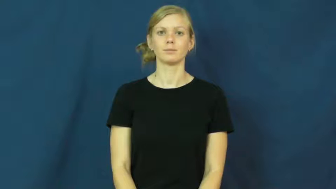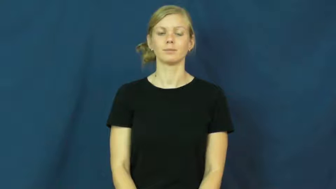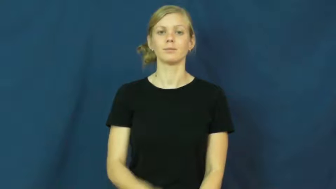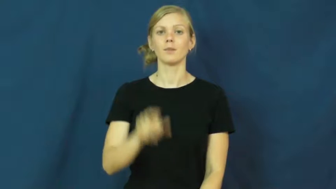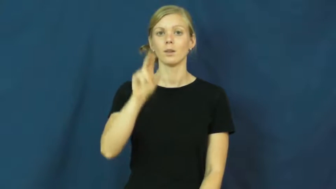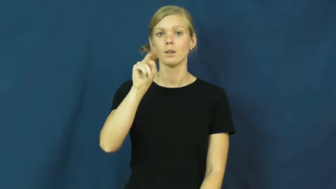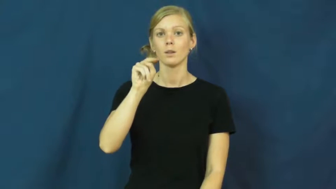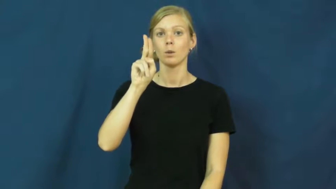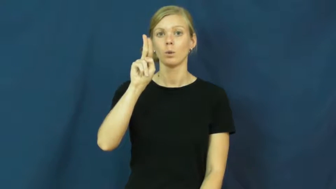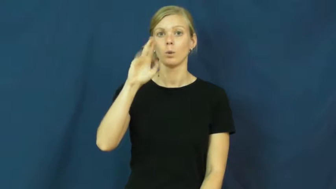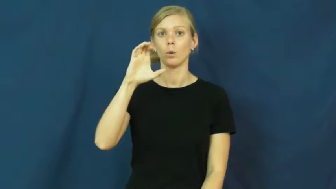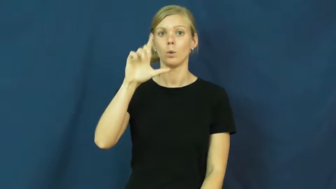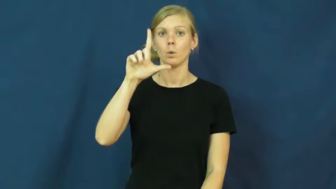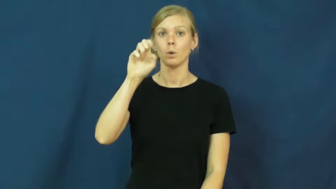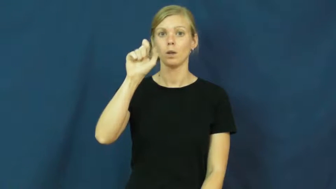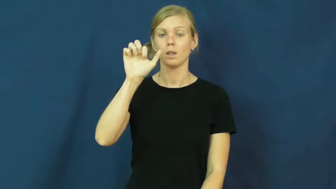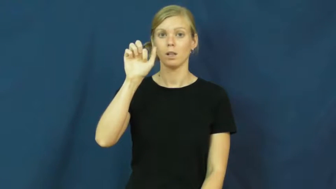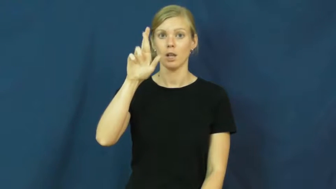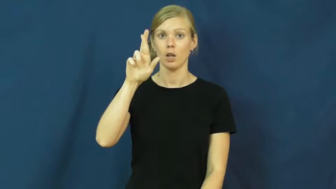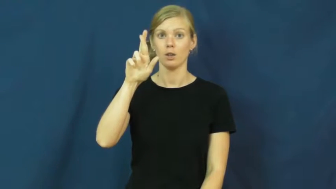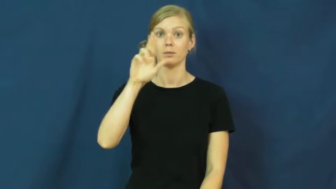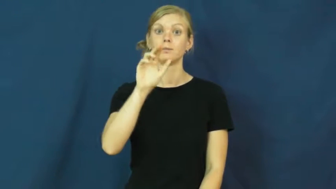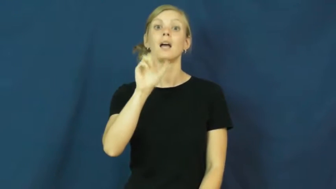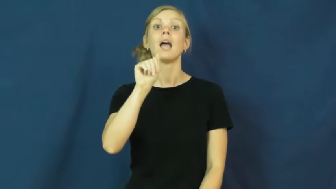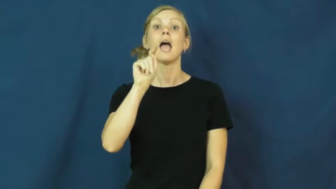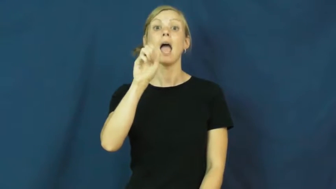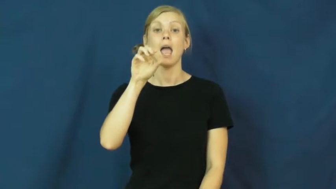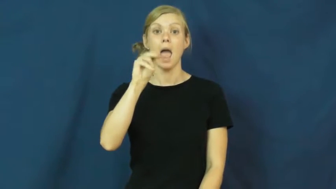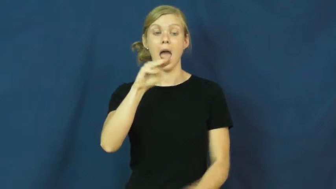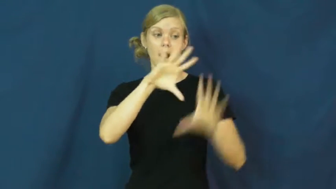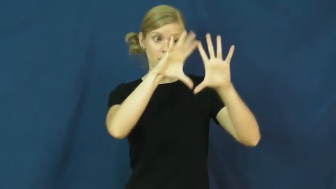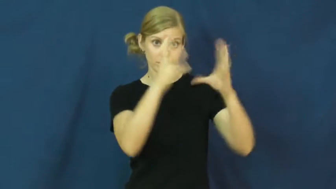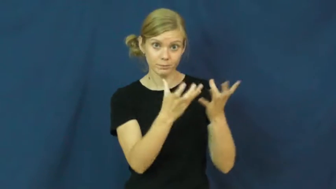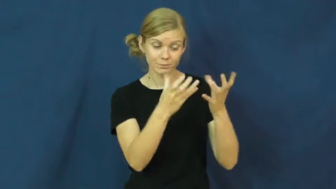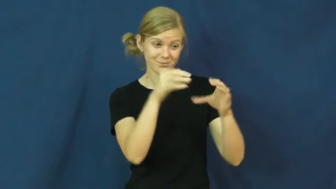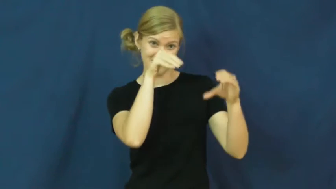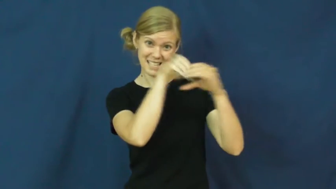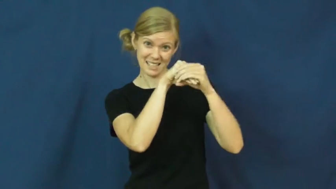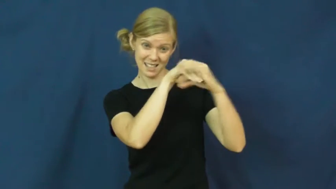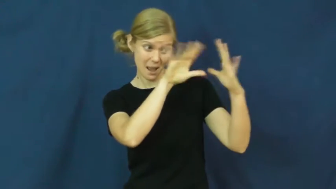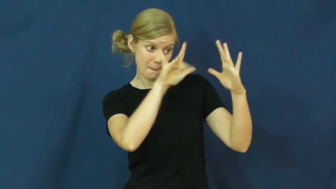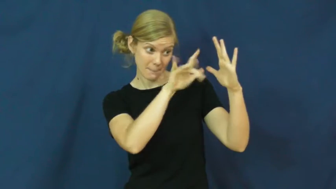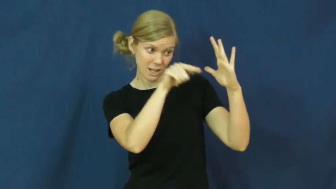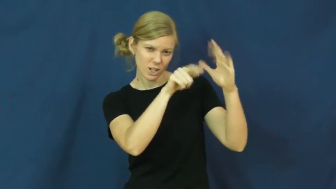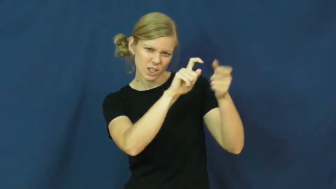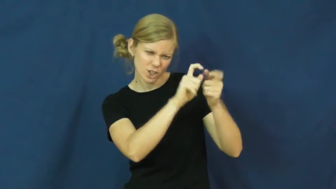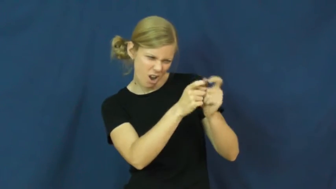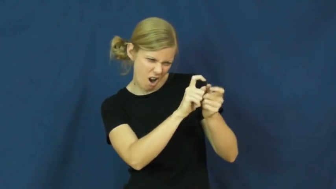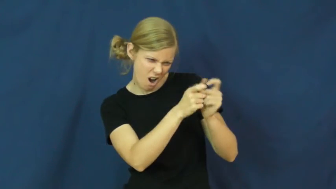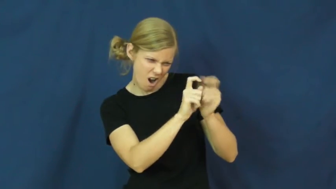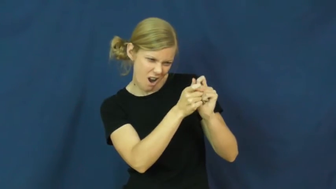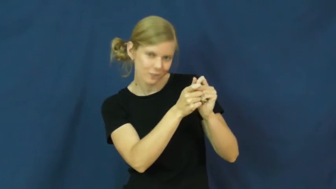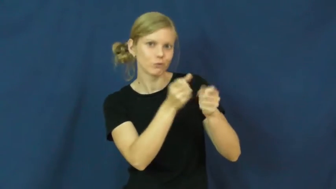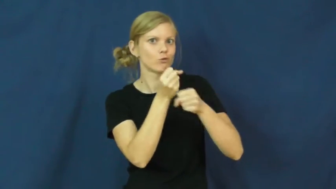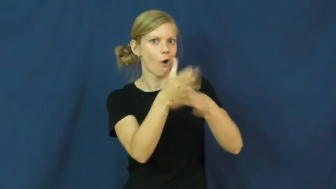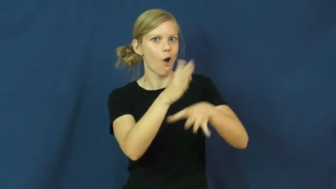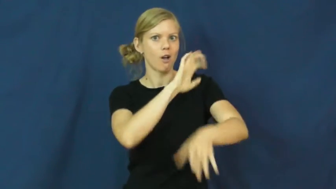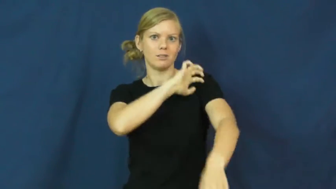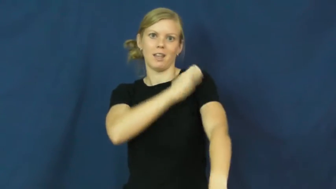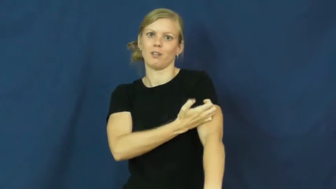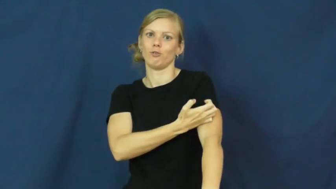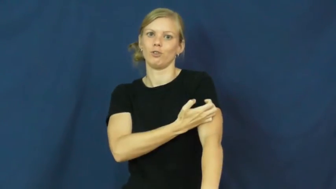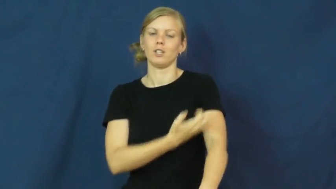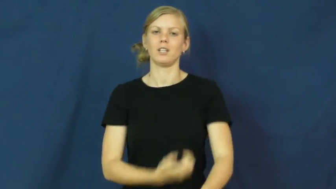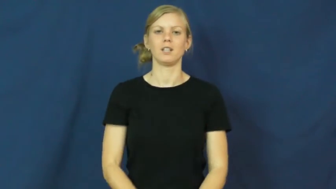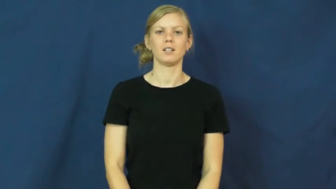nuclear